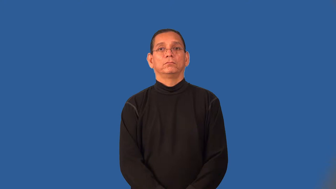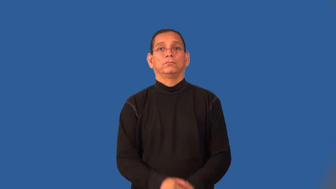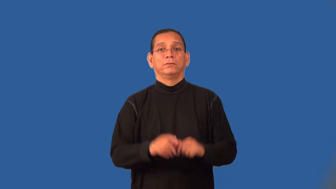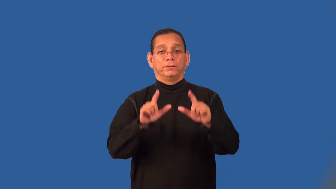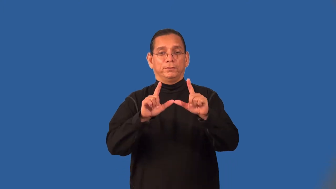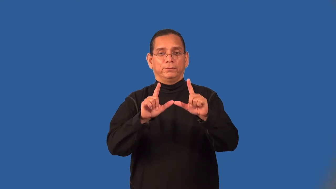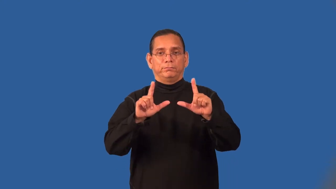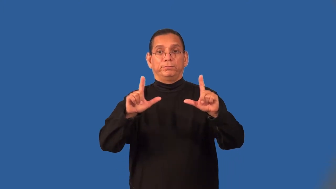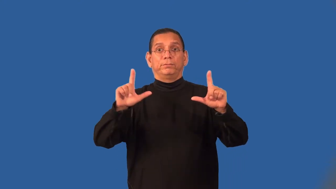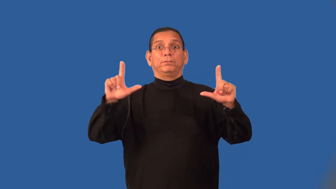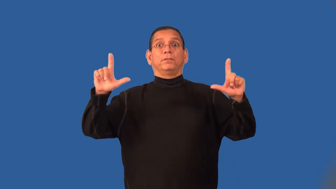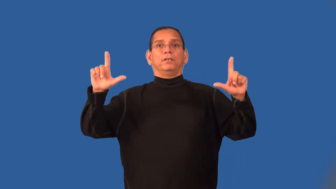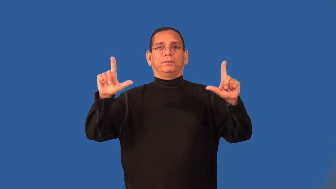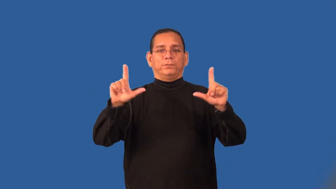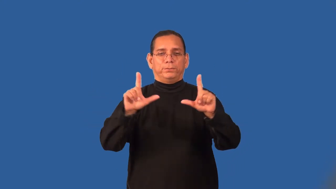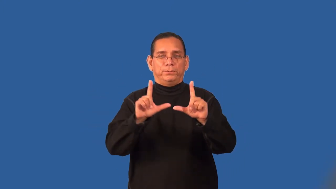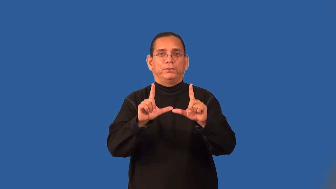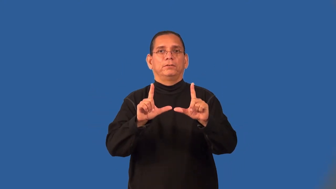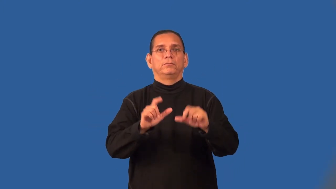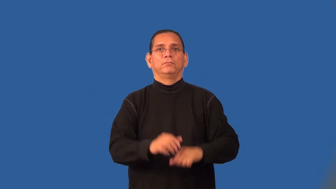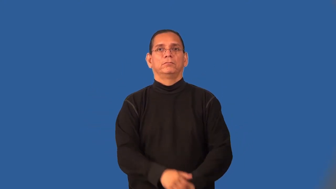scale-size change